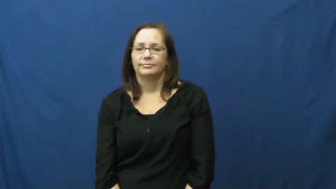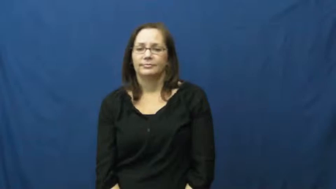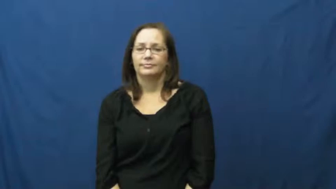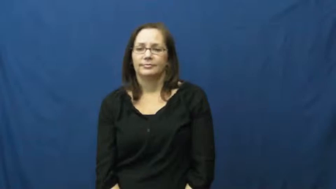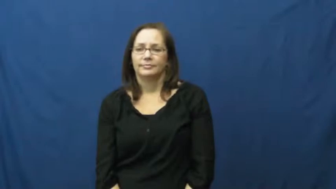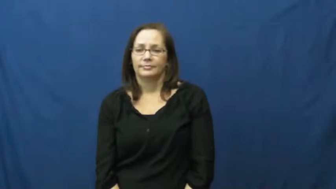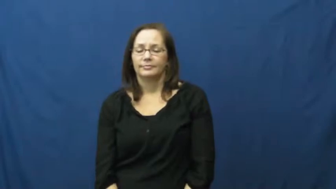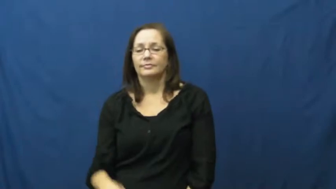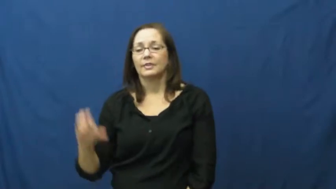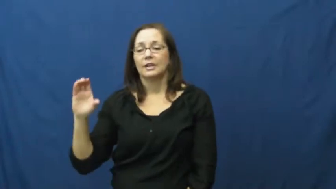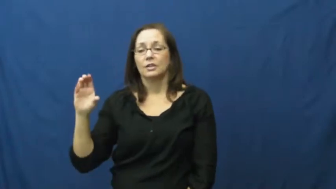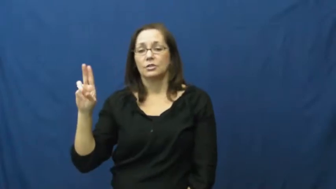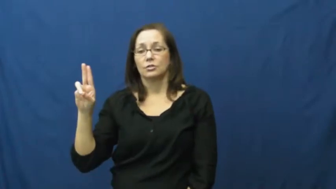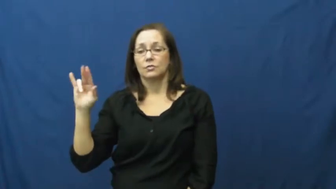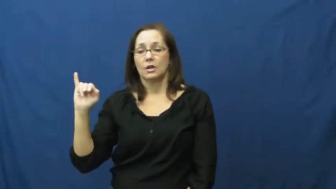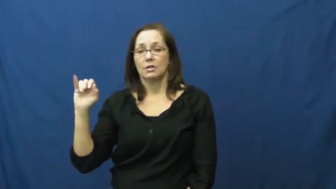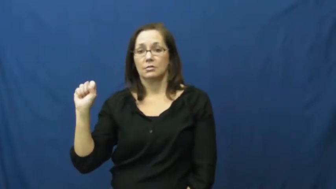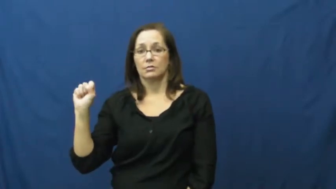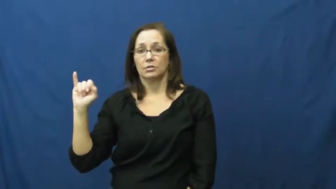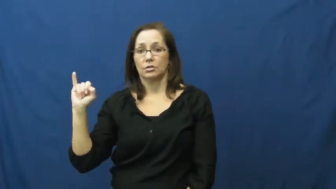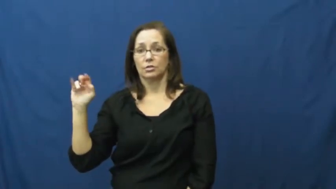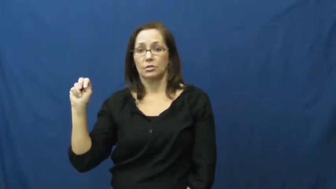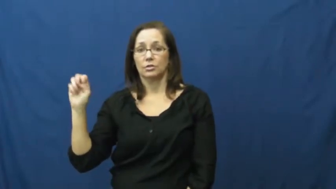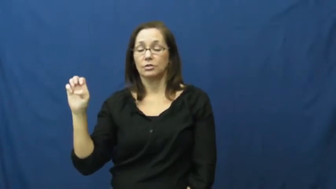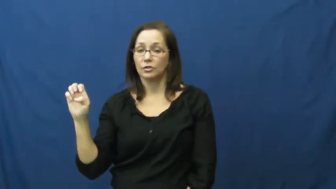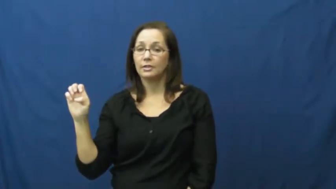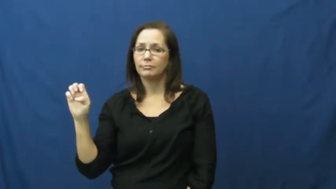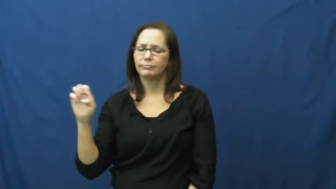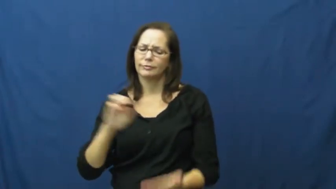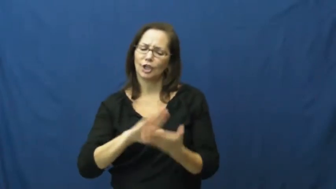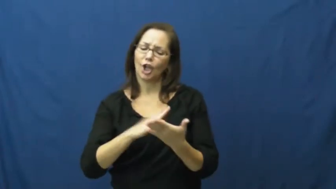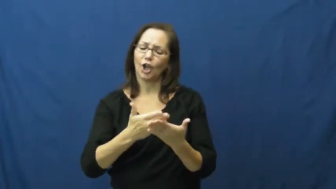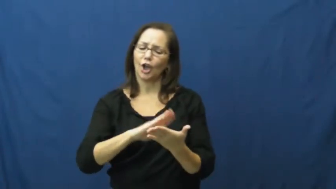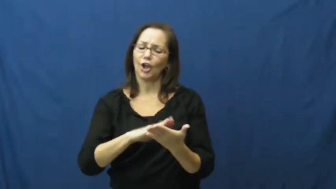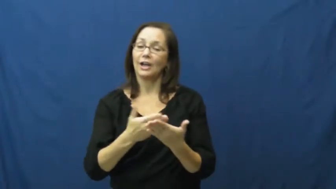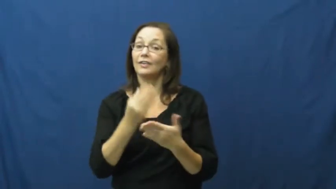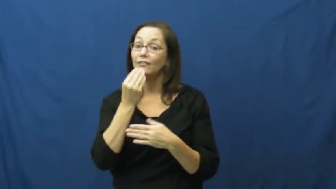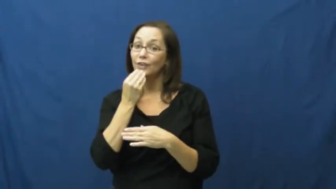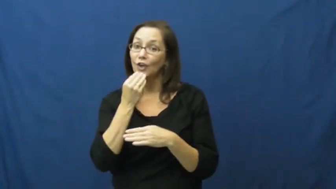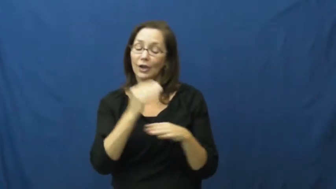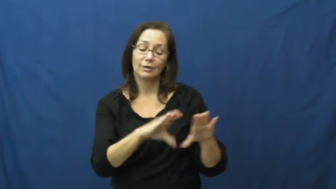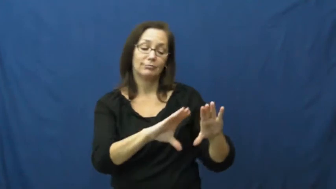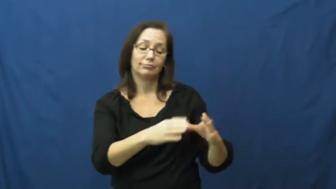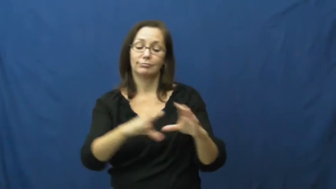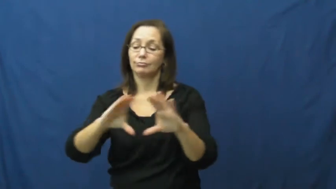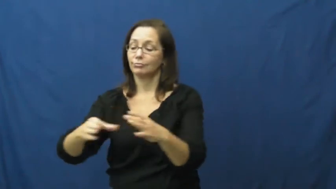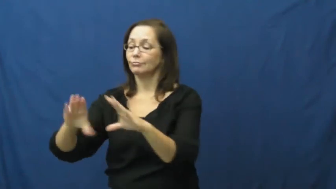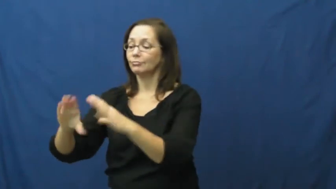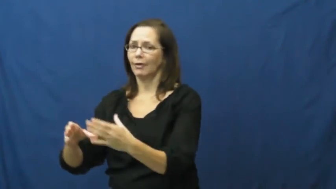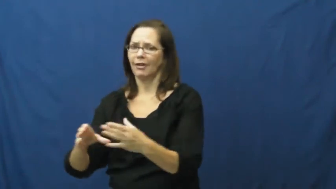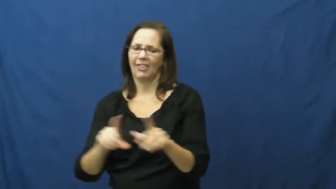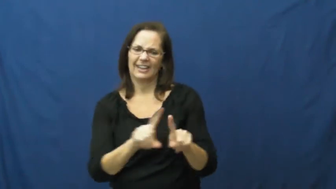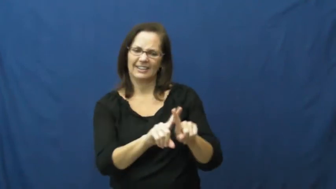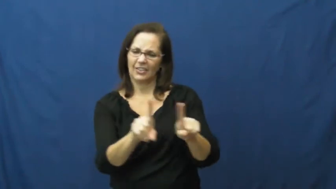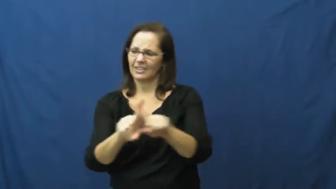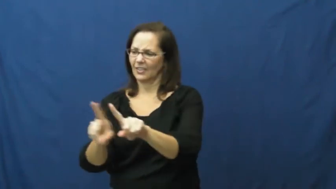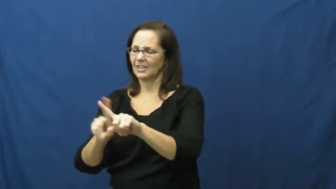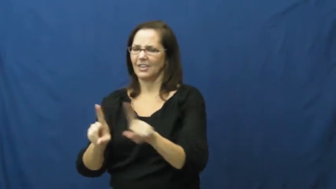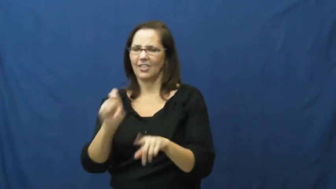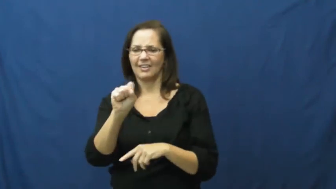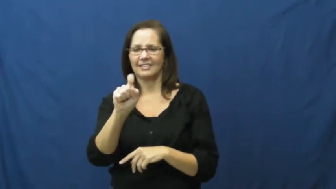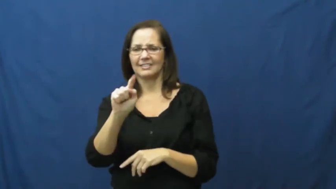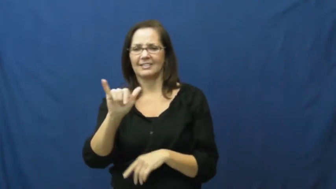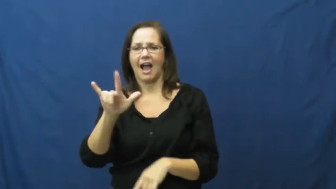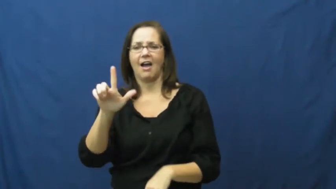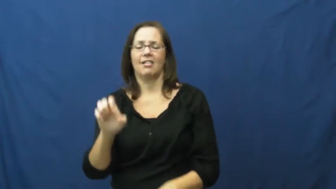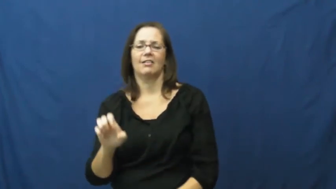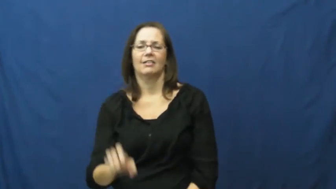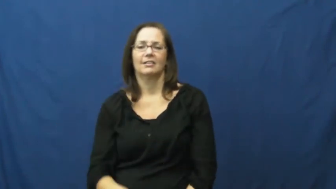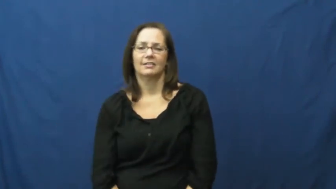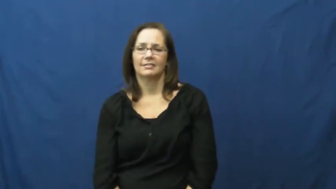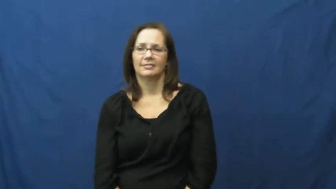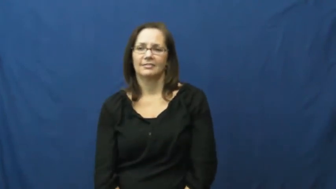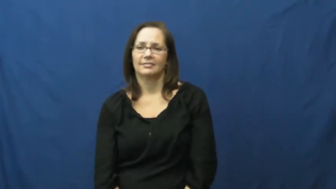cuisine